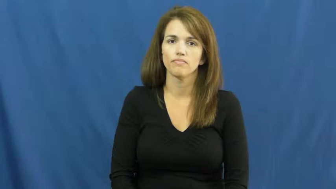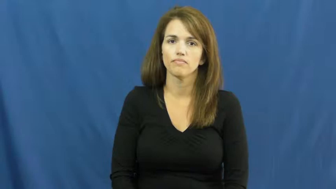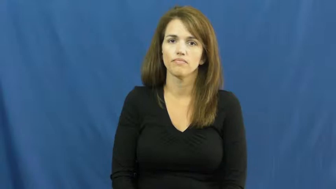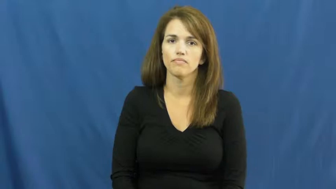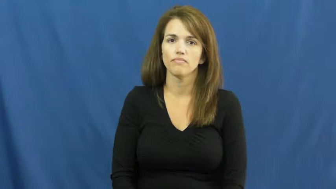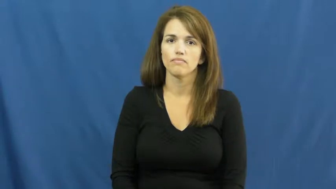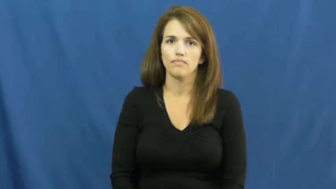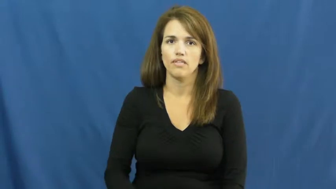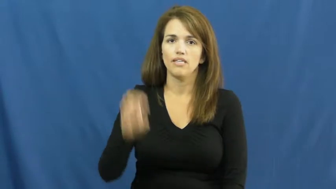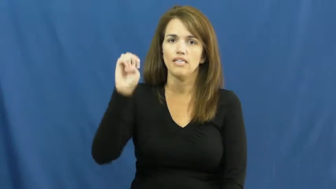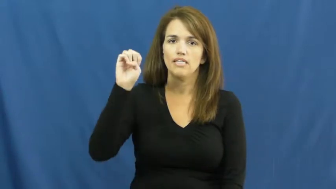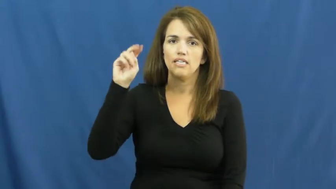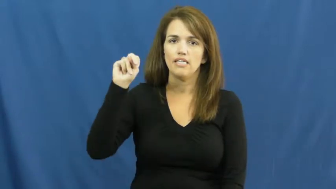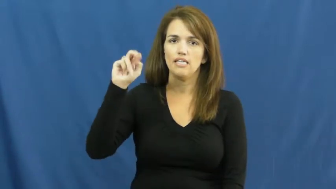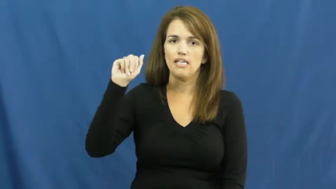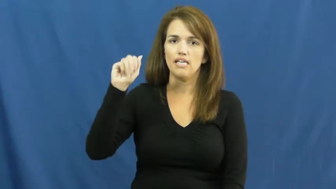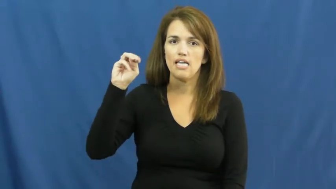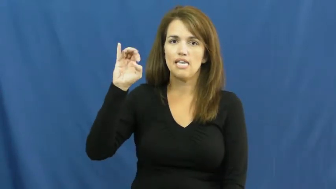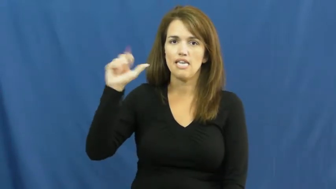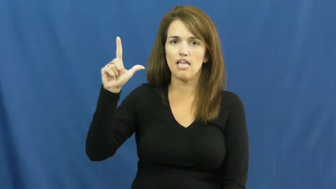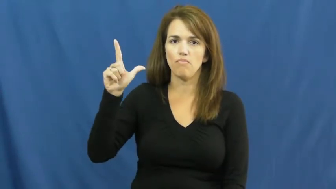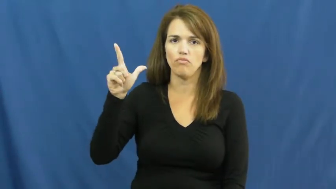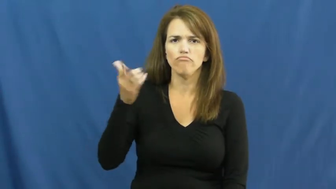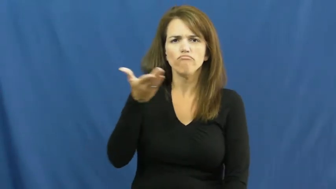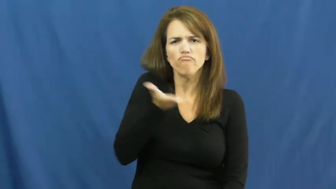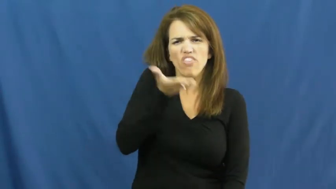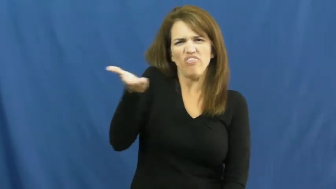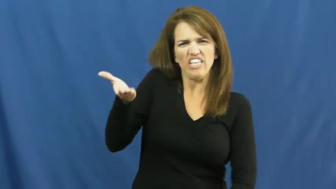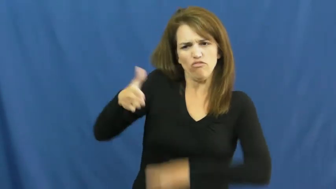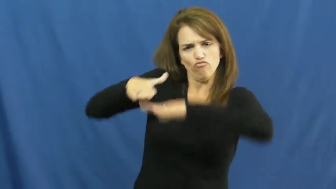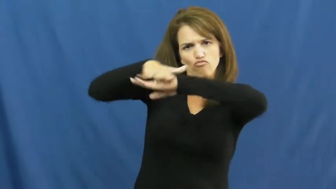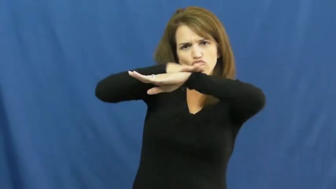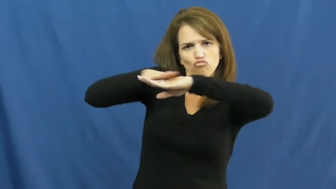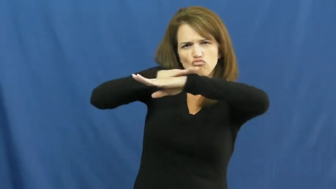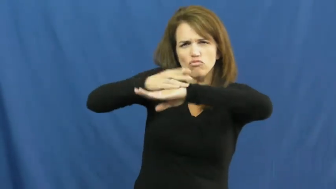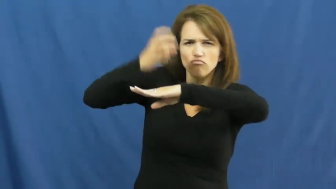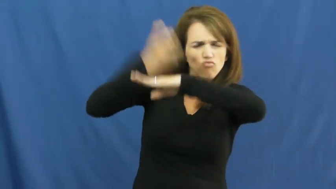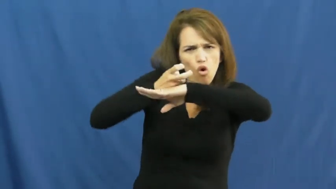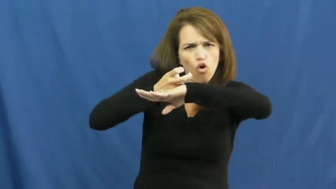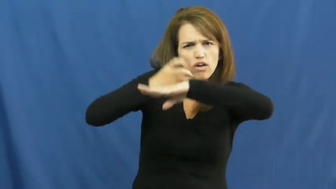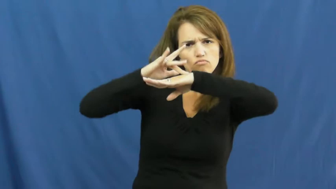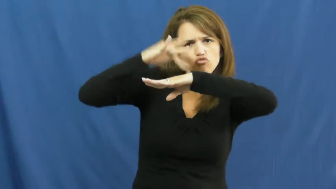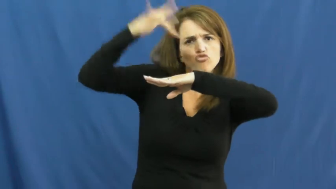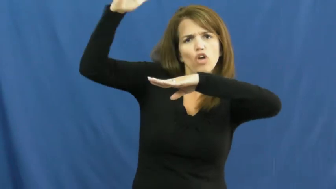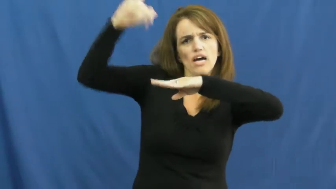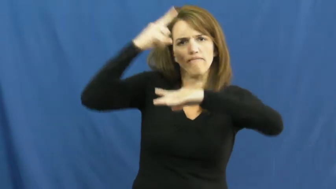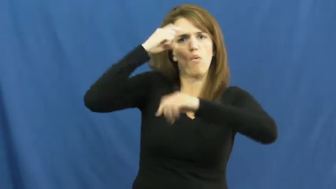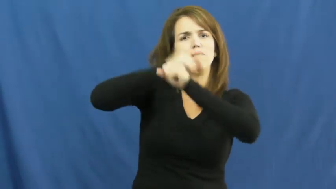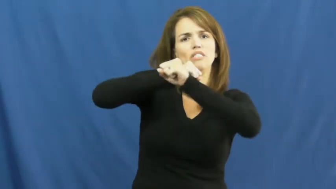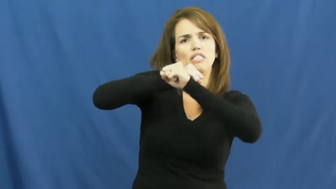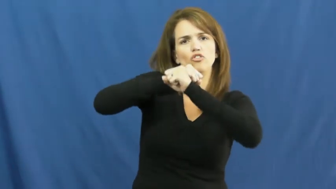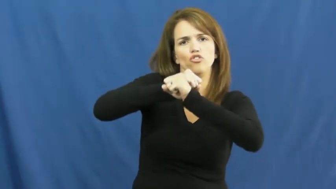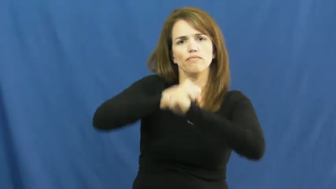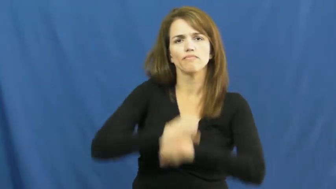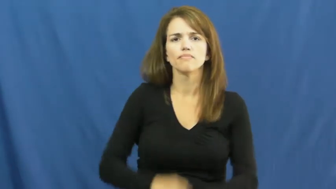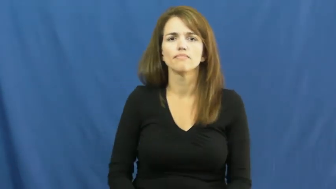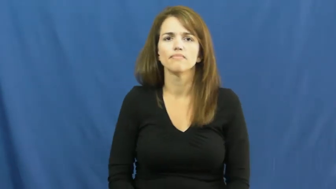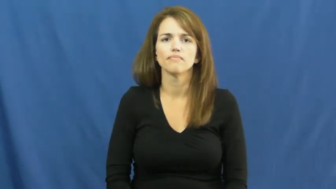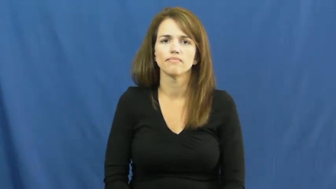enamel